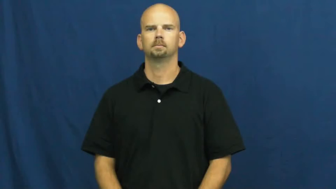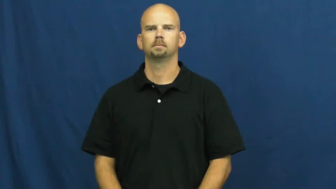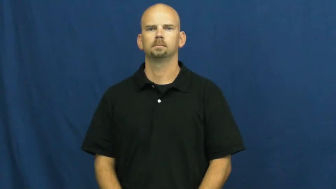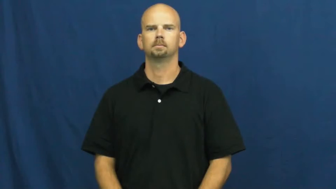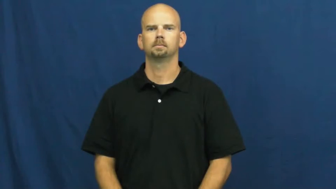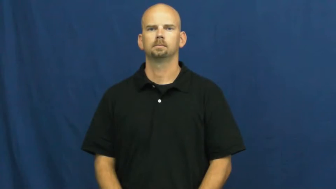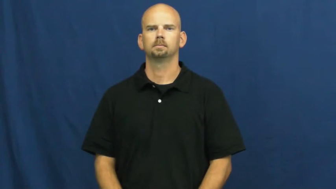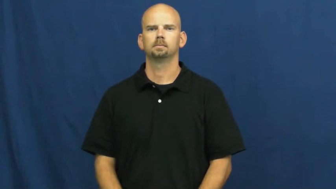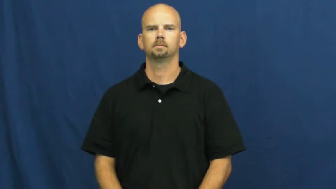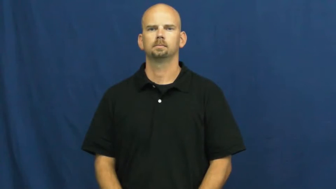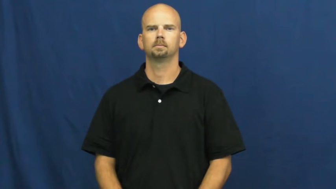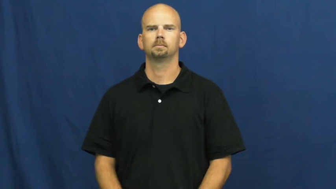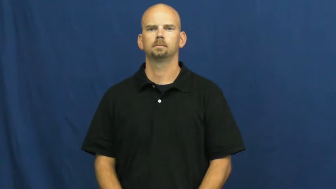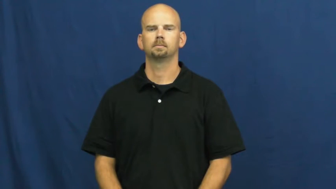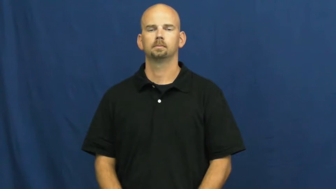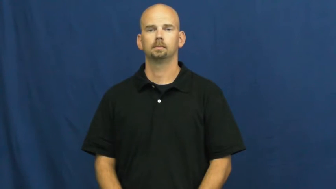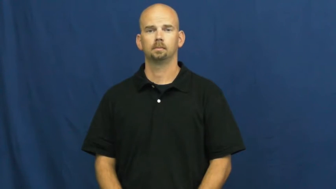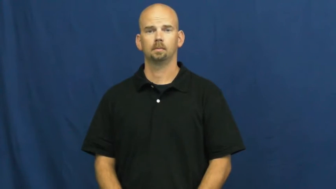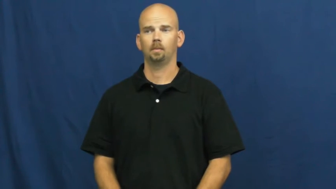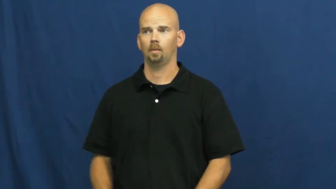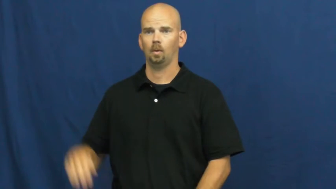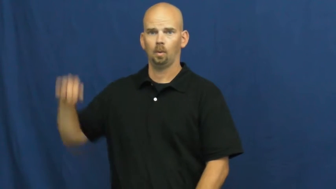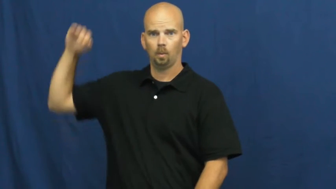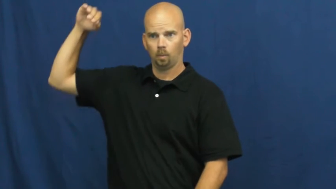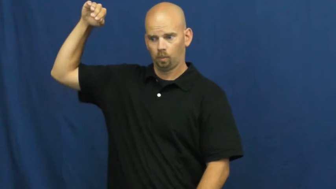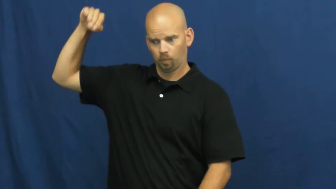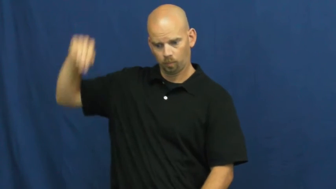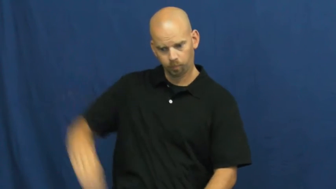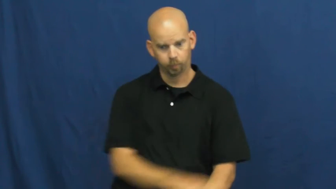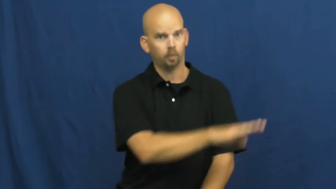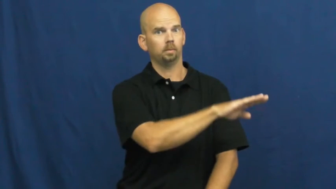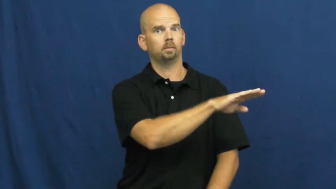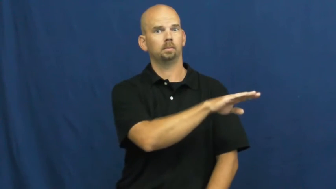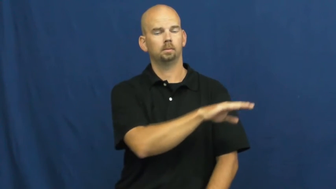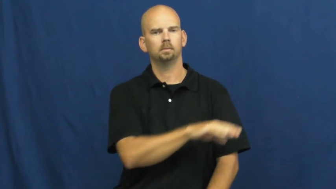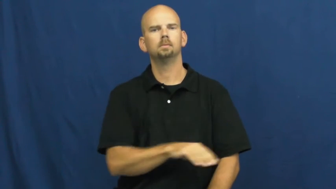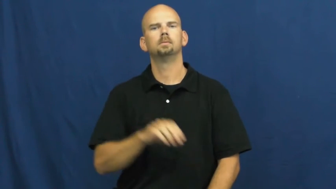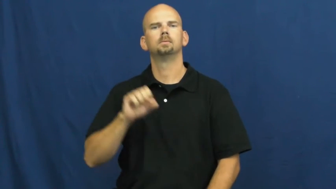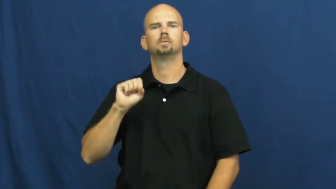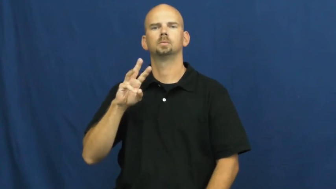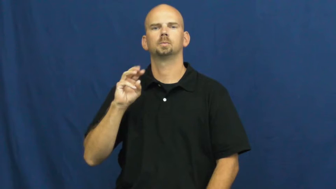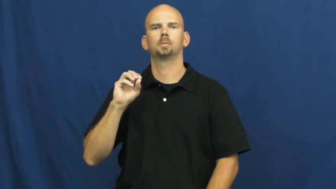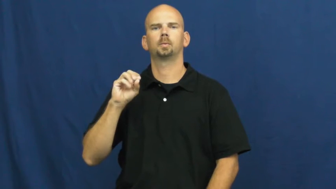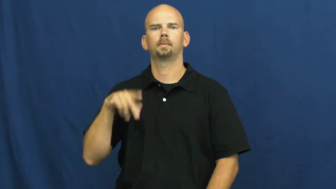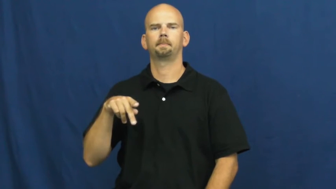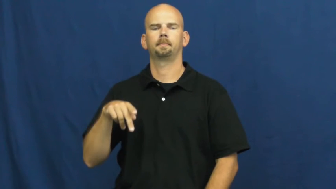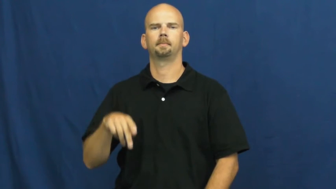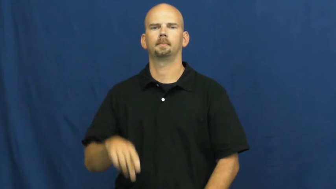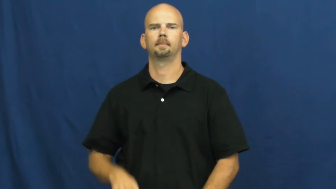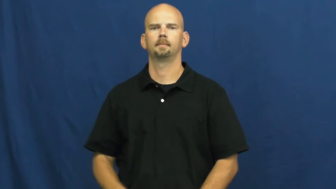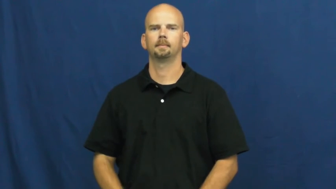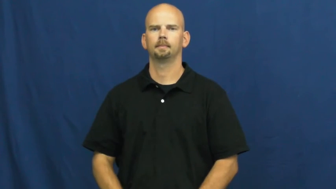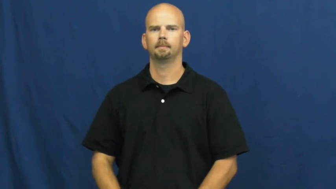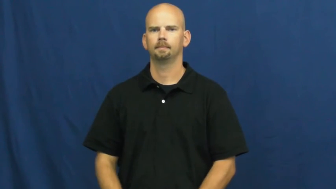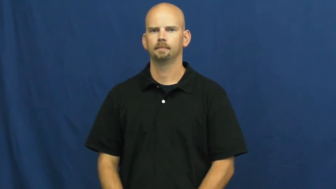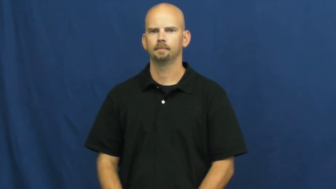swoop